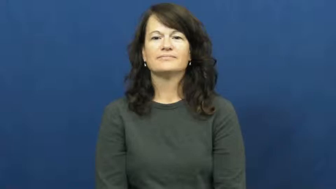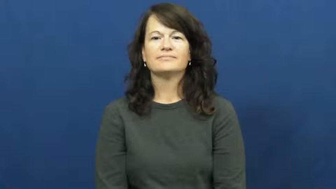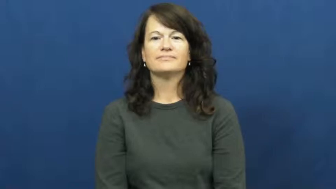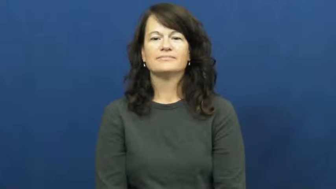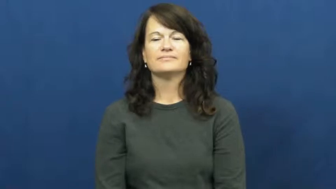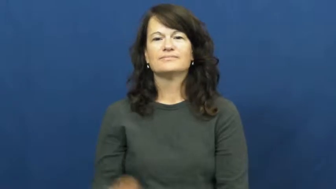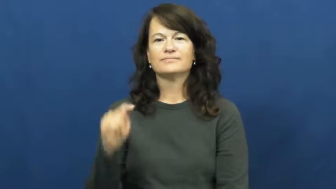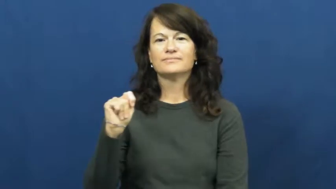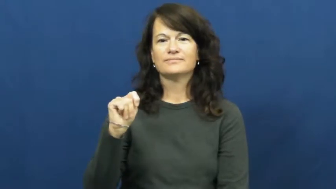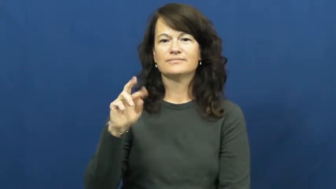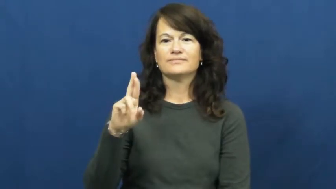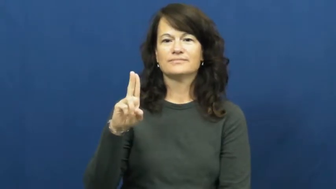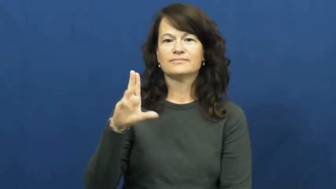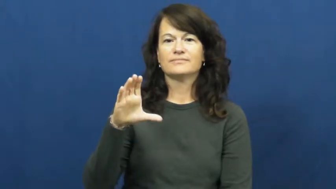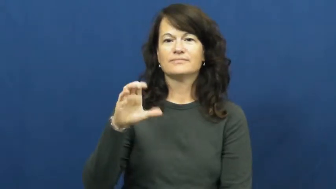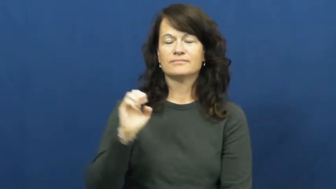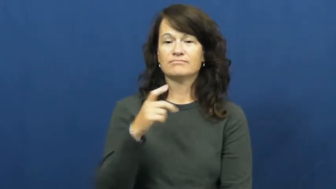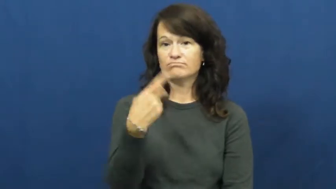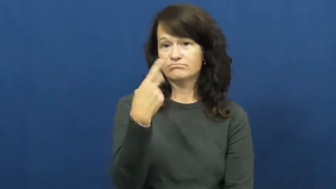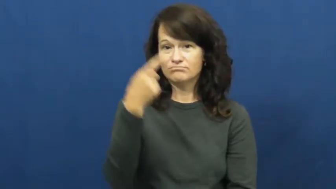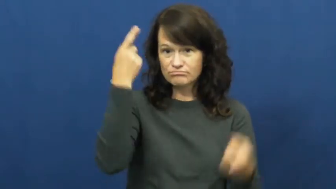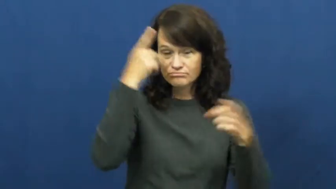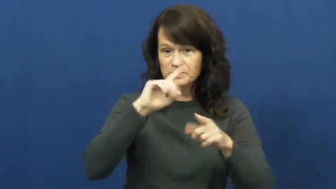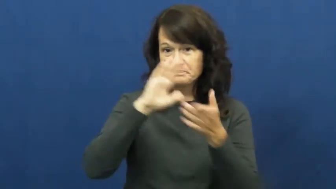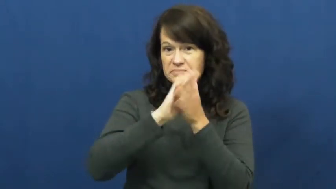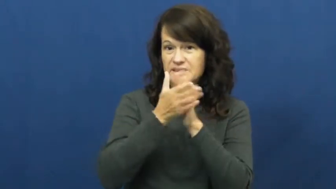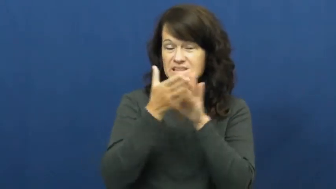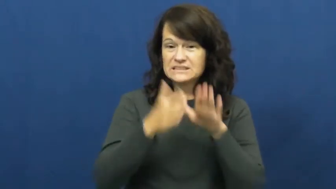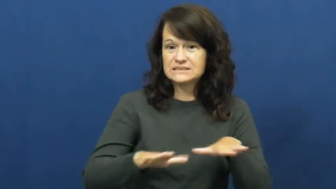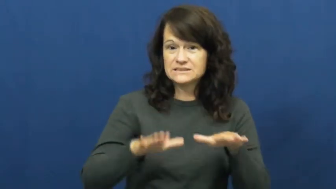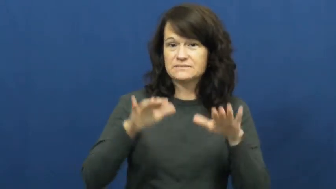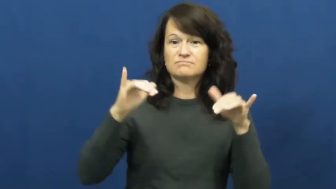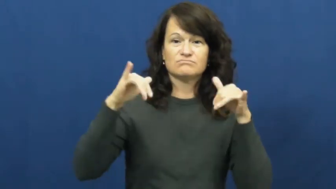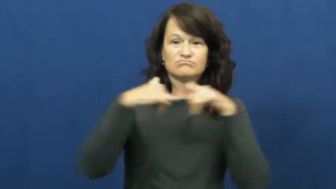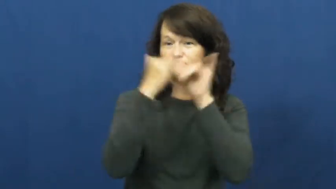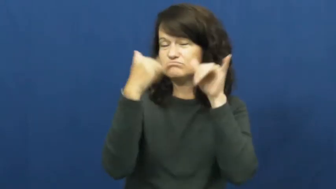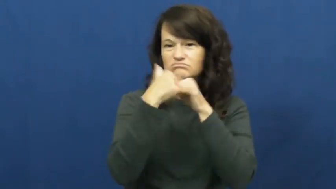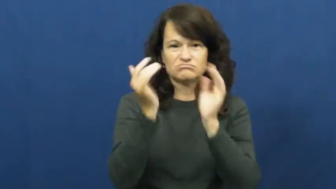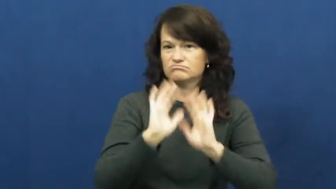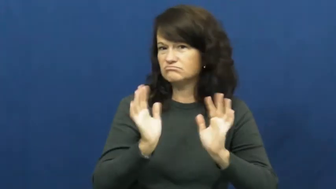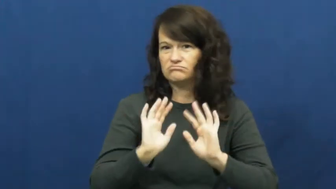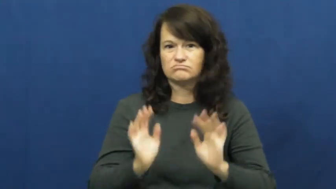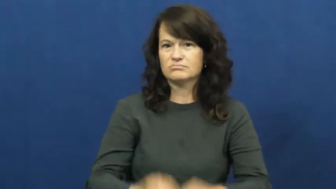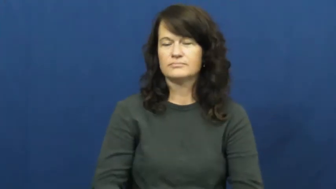truce